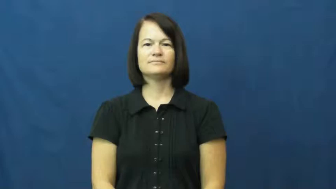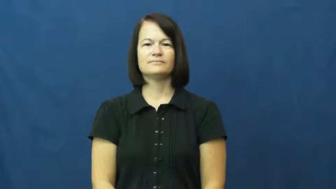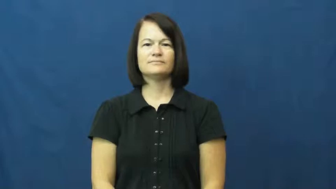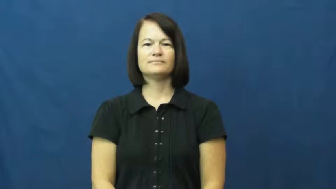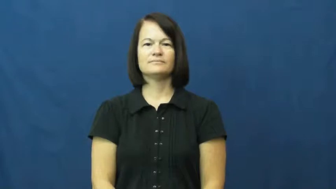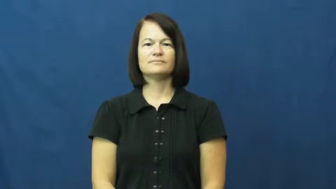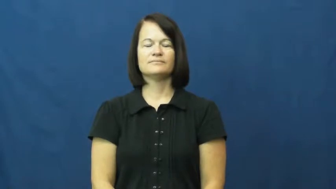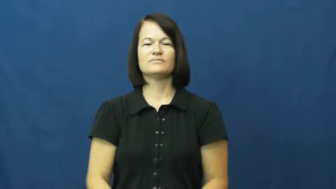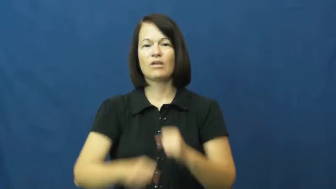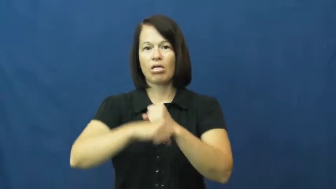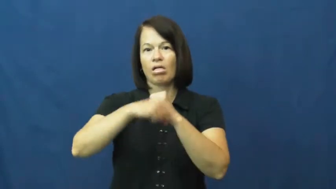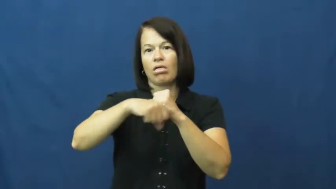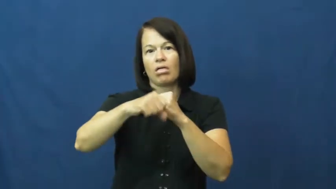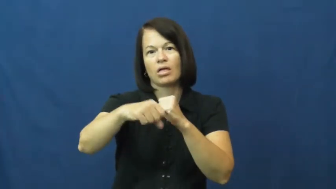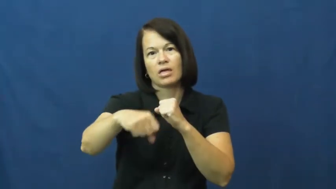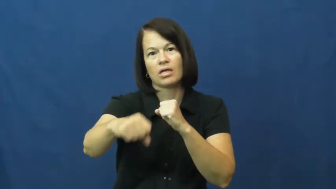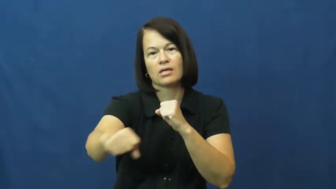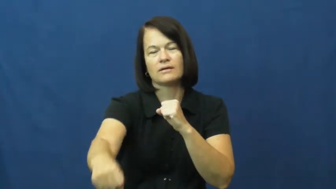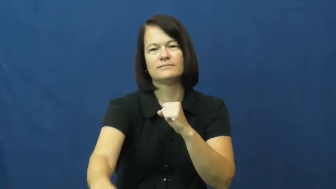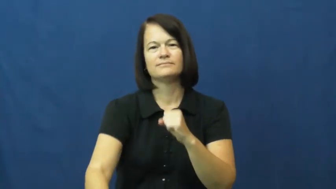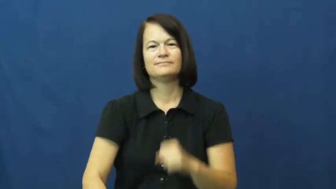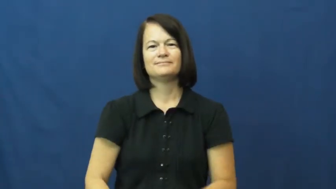string out,stretch out-last